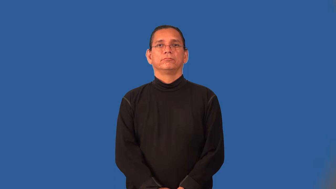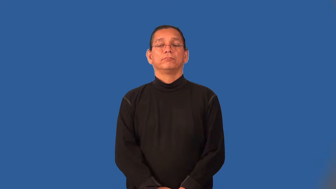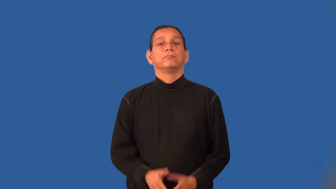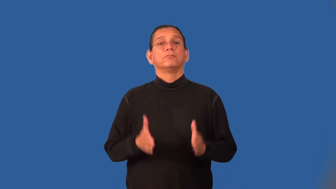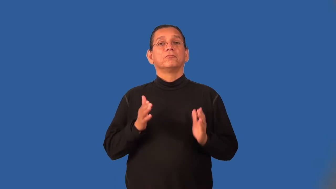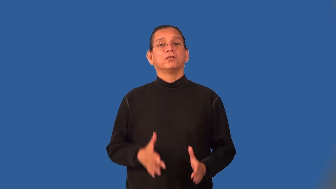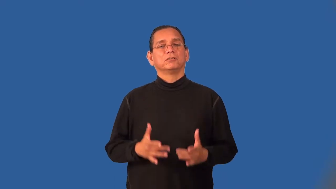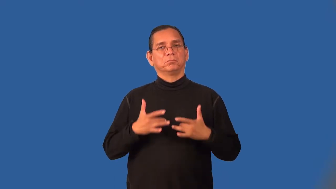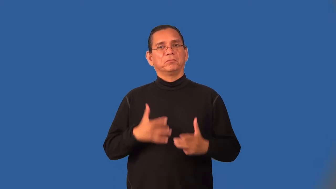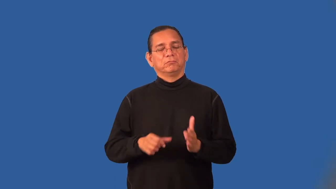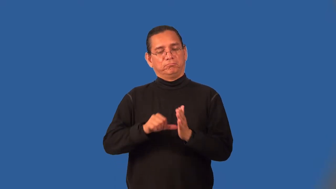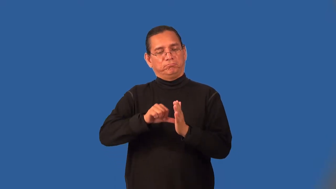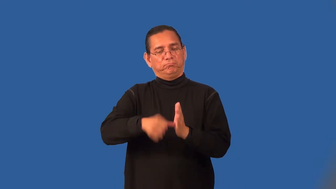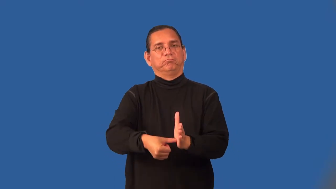stickler